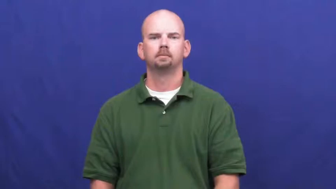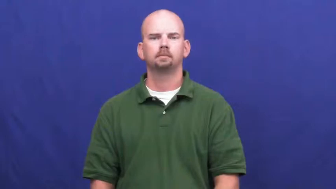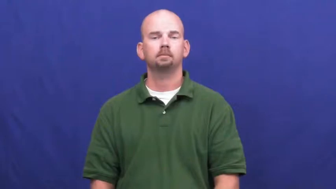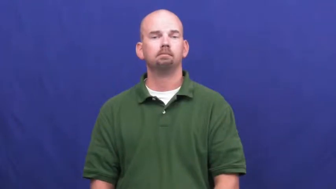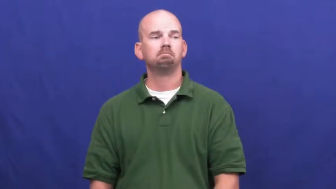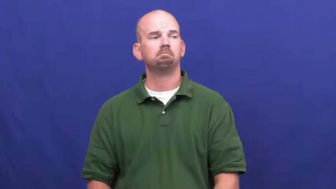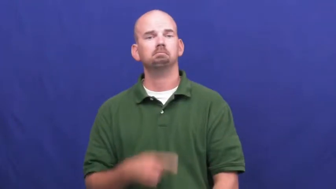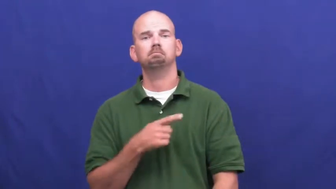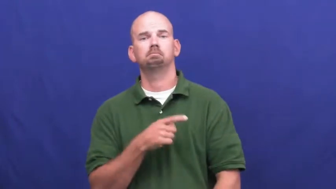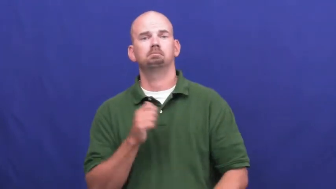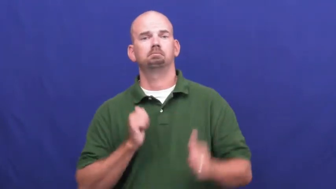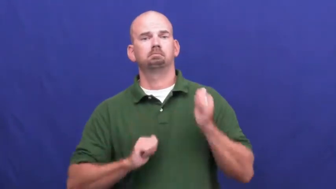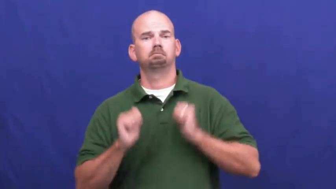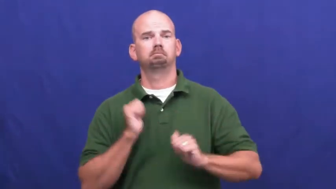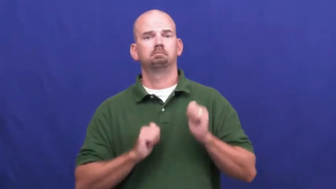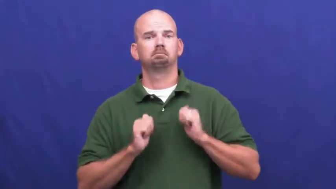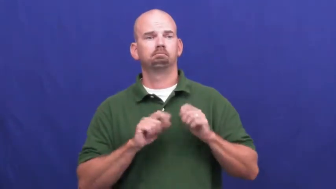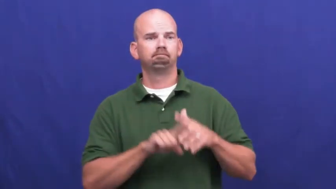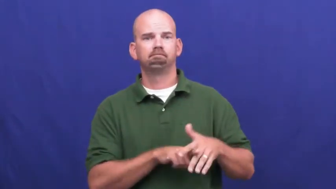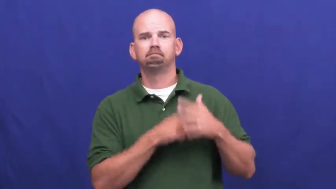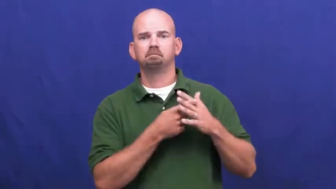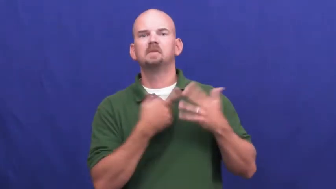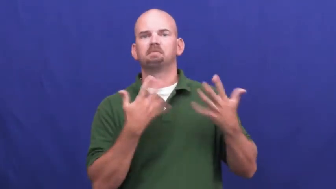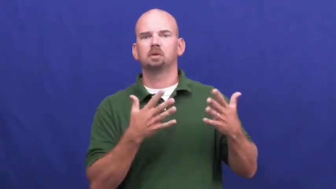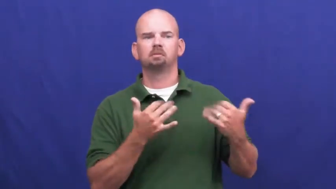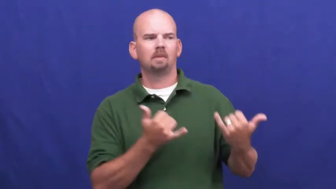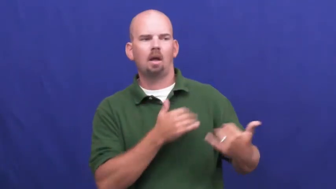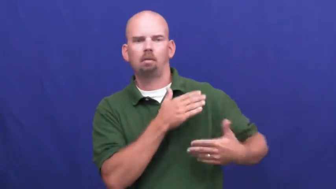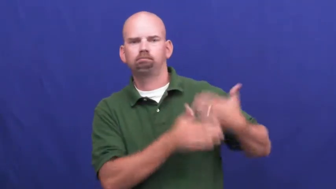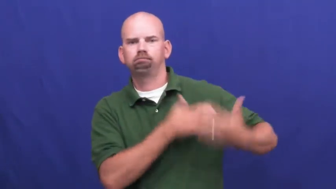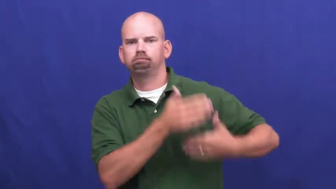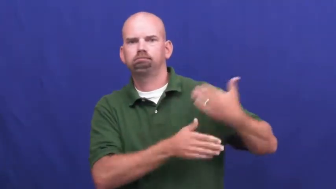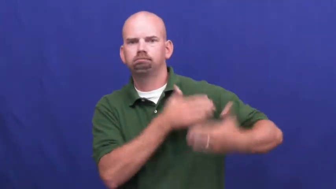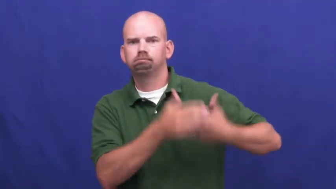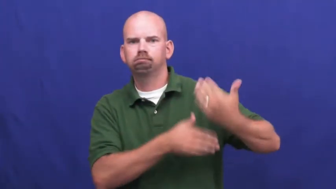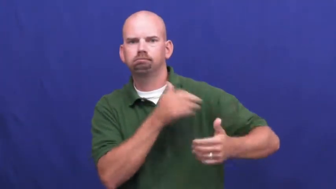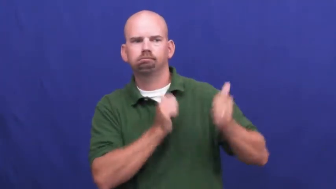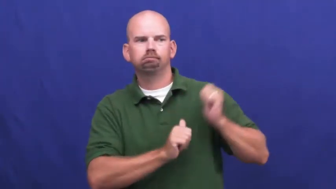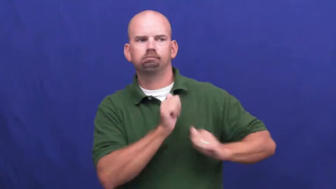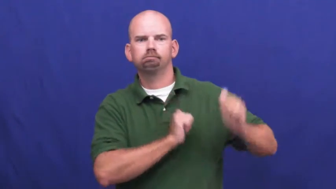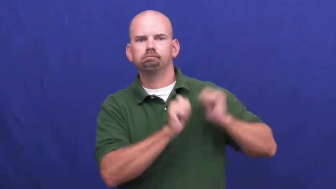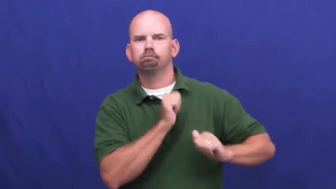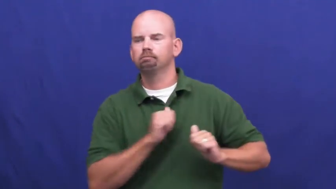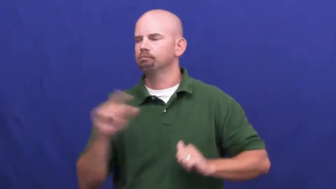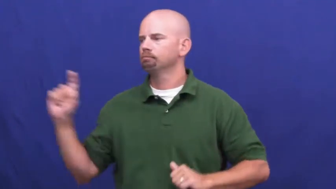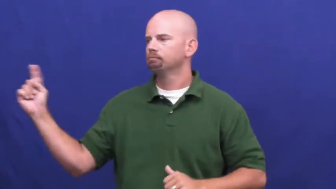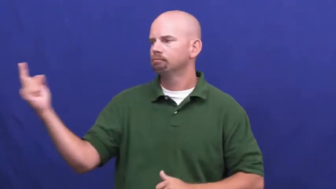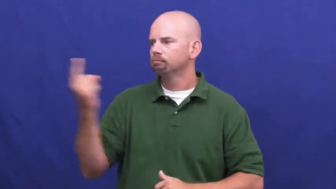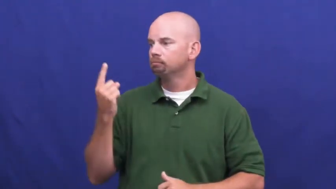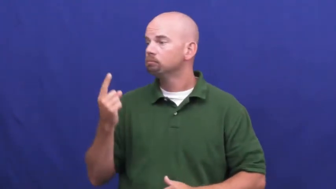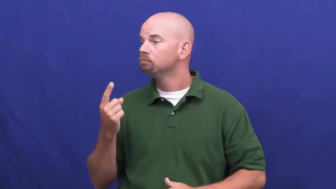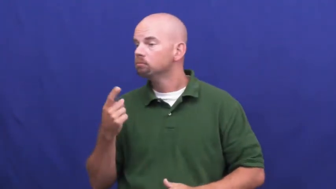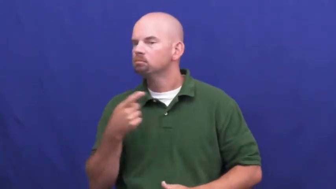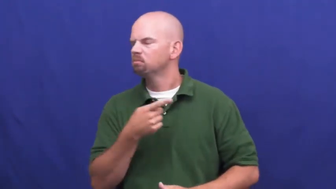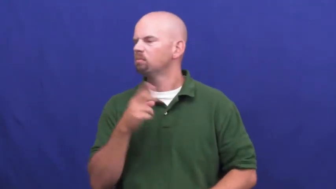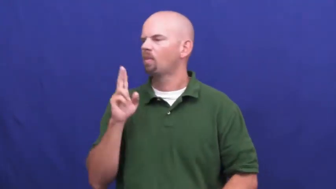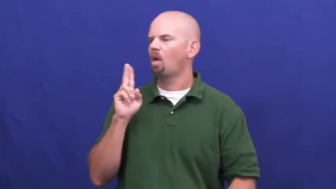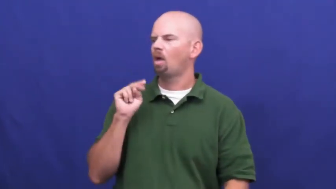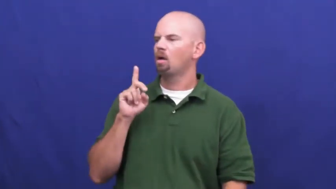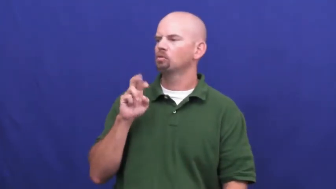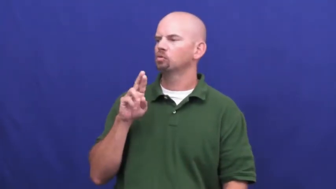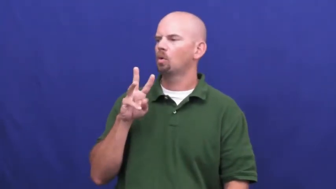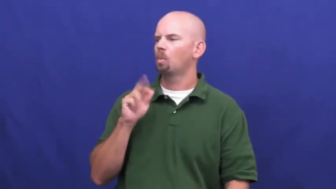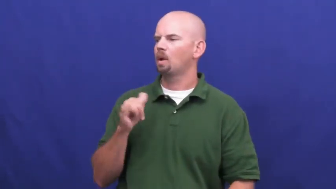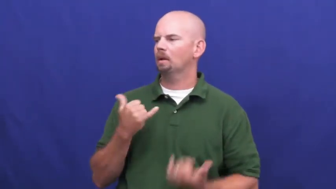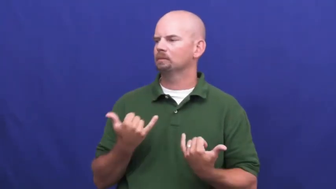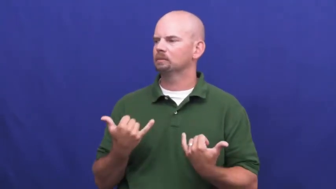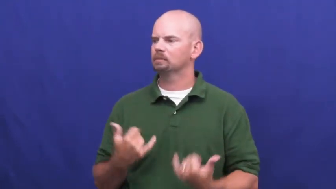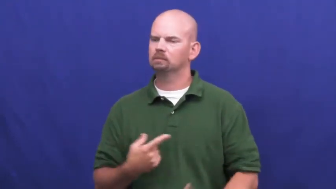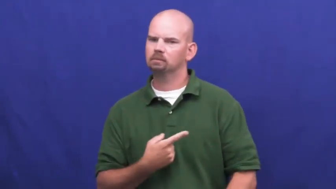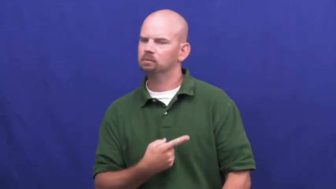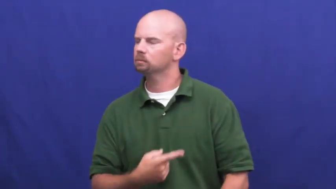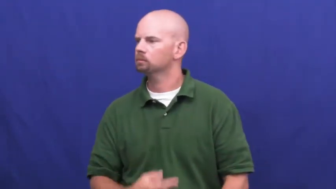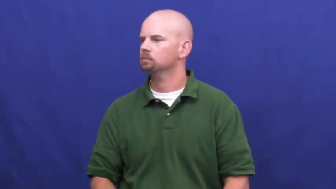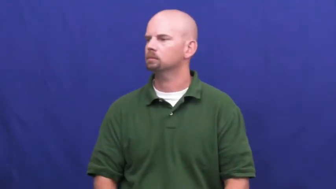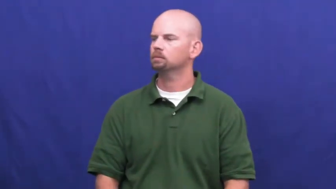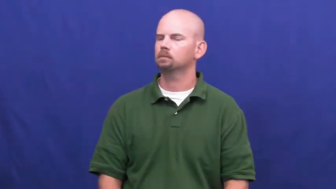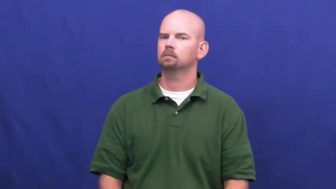underway